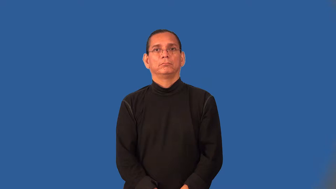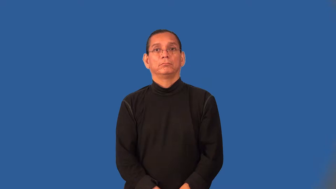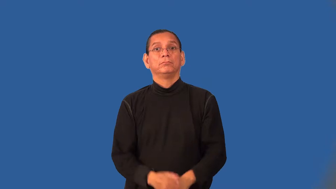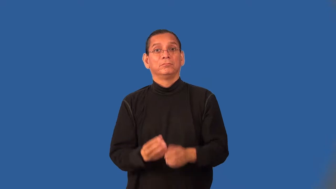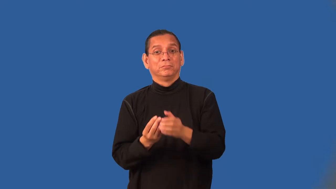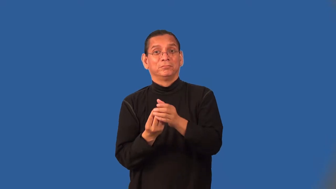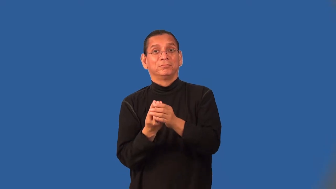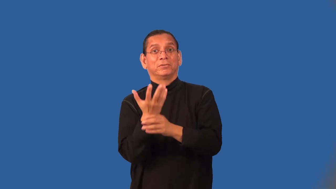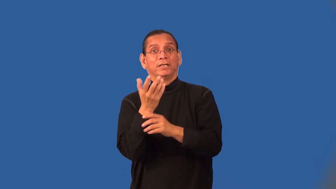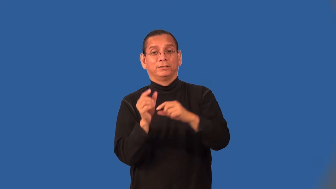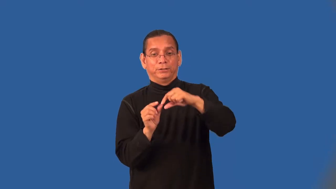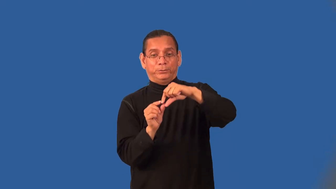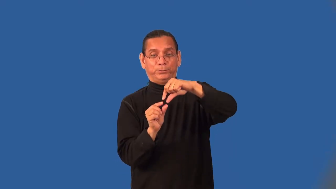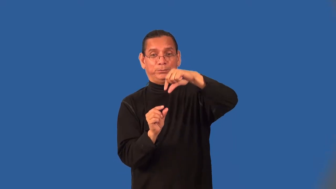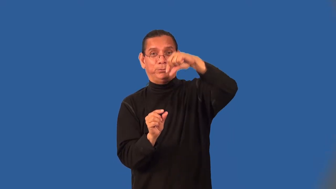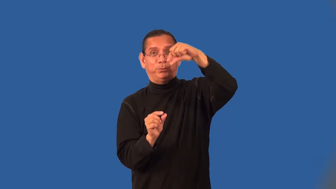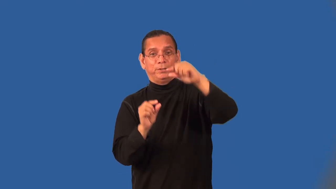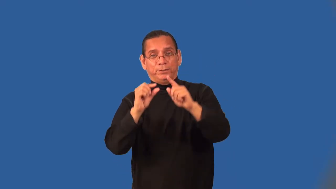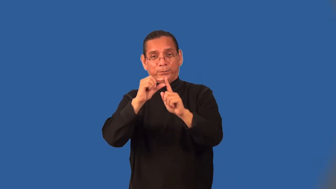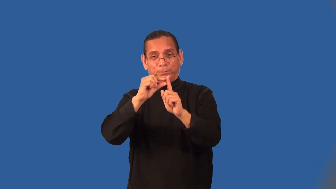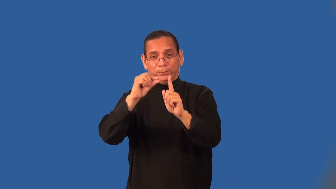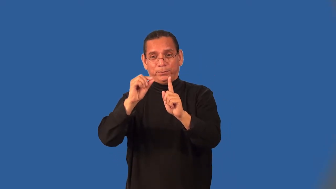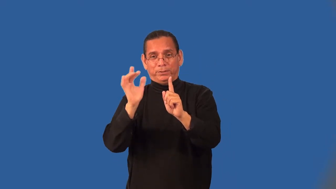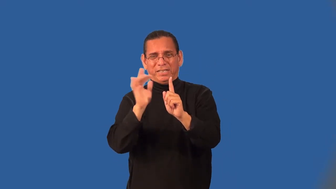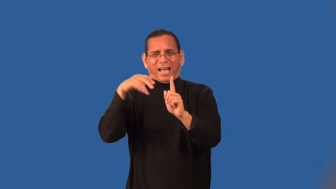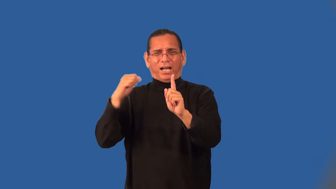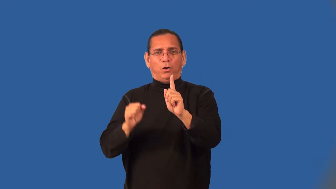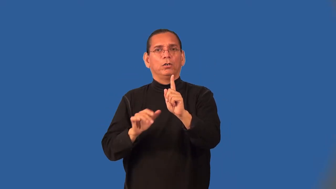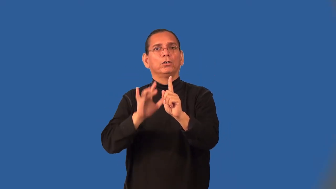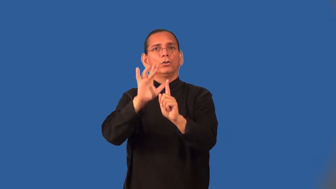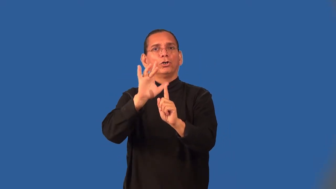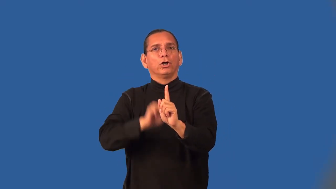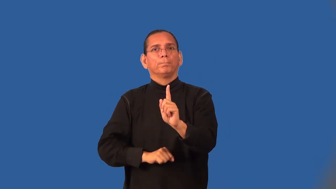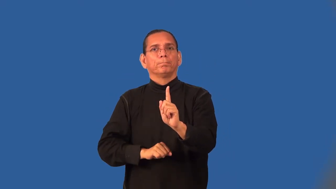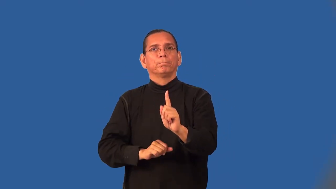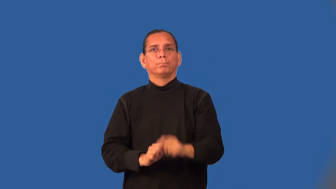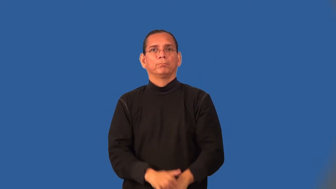thornless